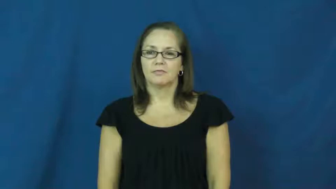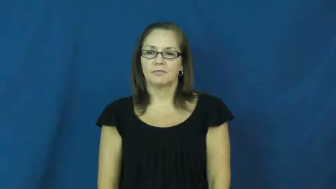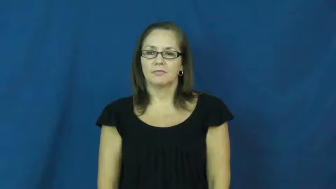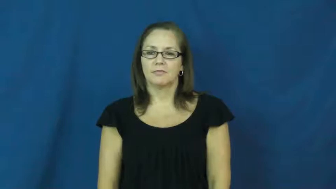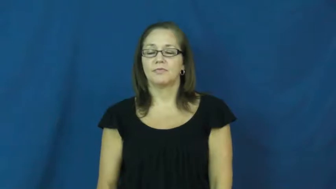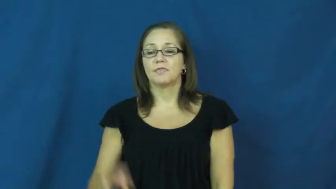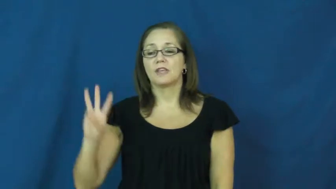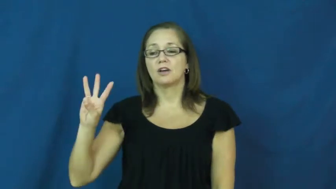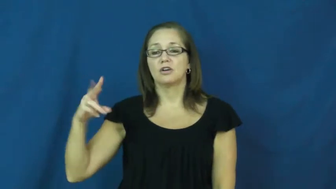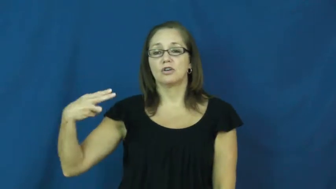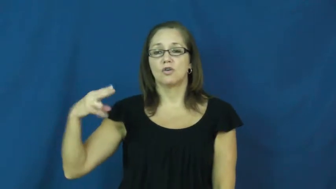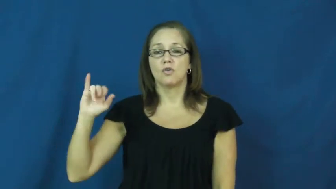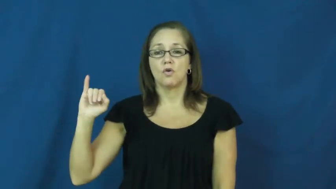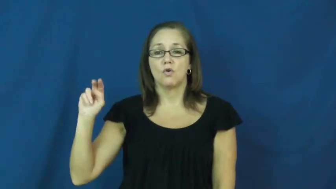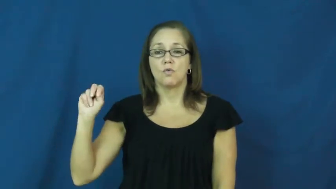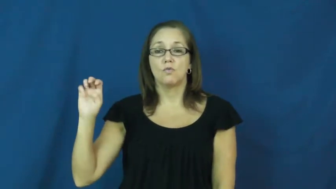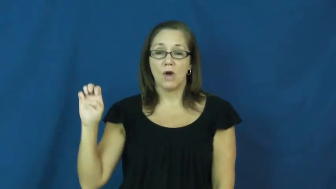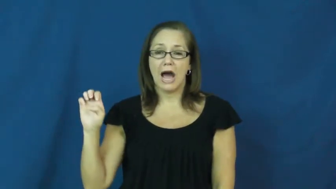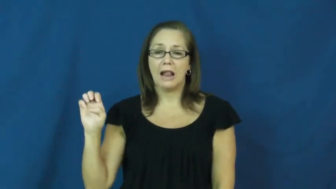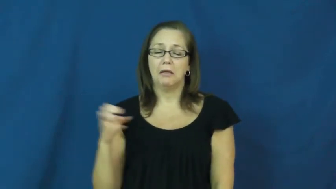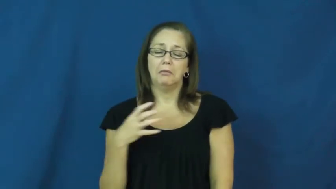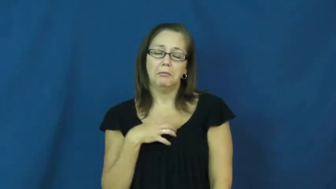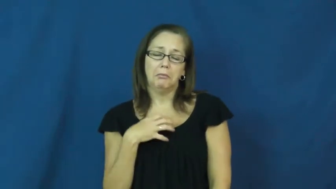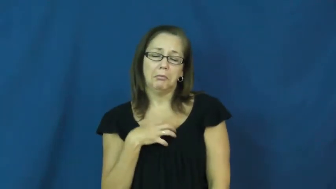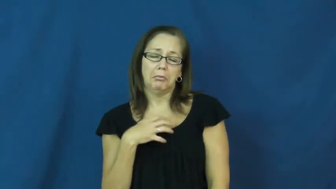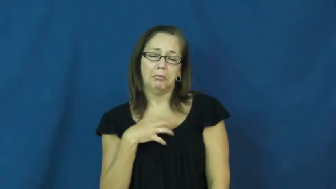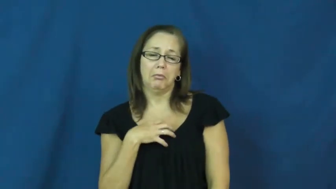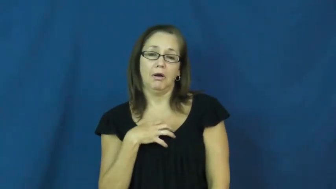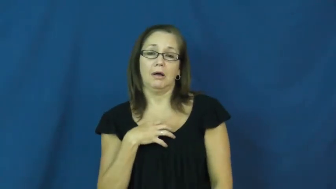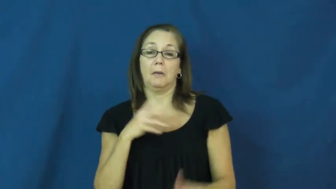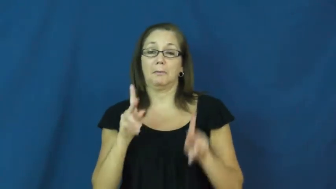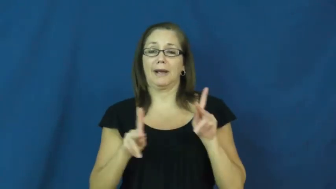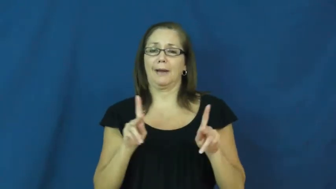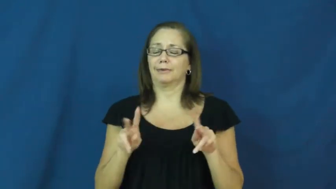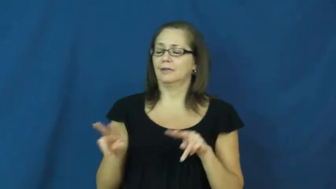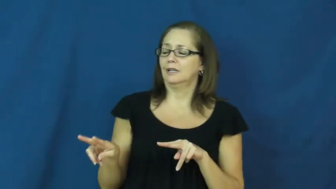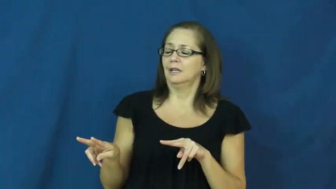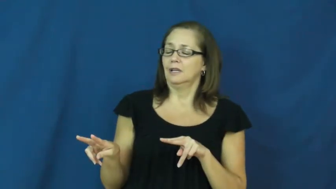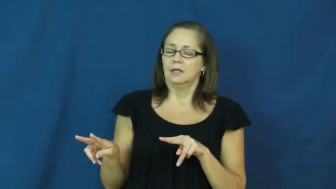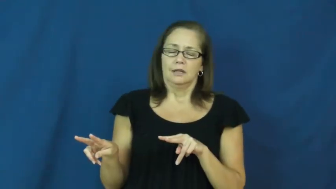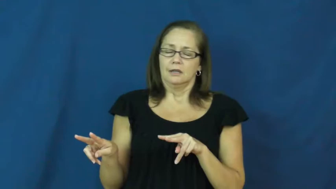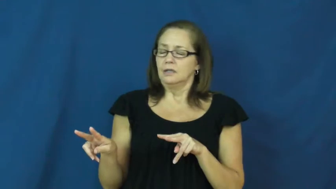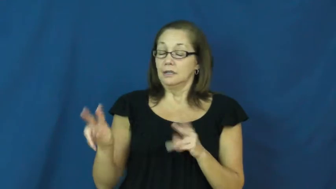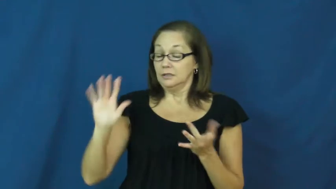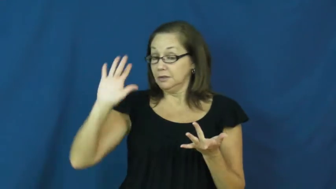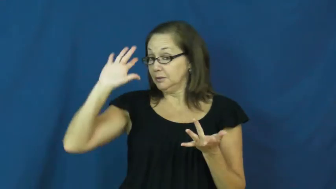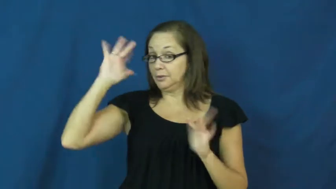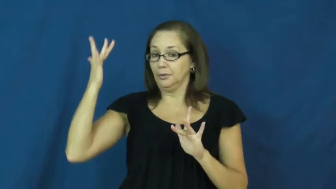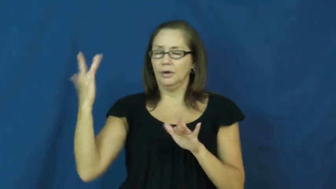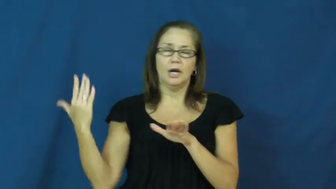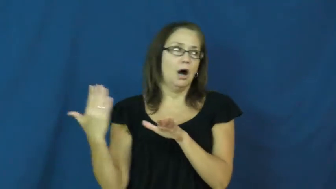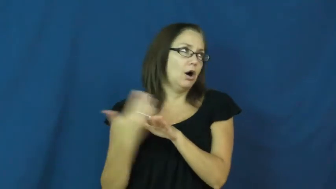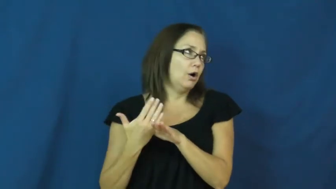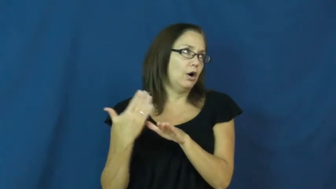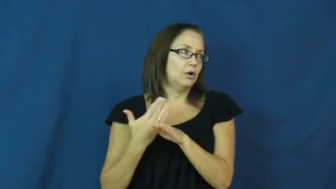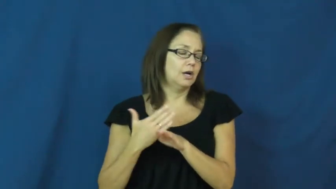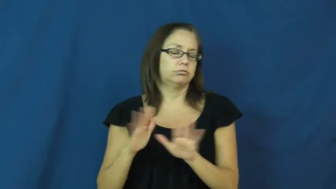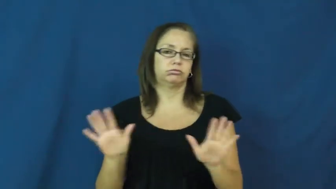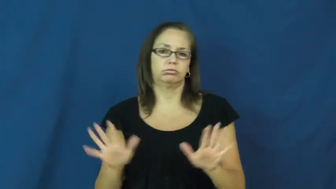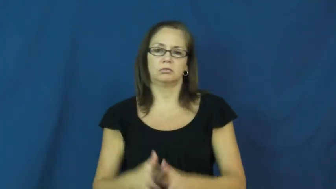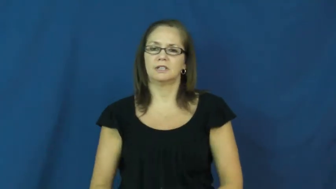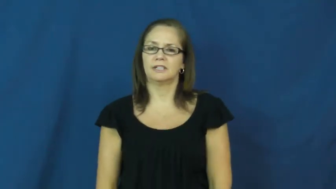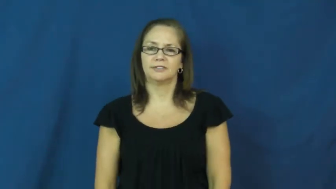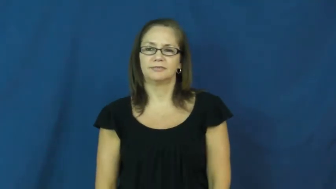whine